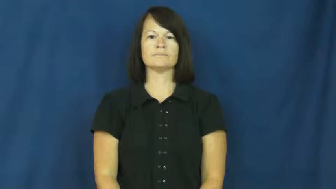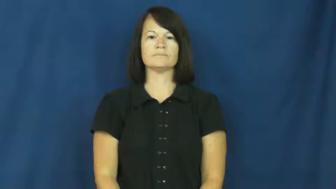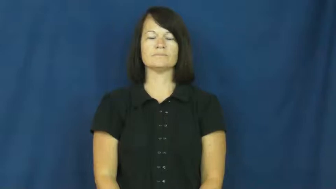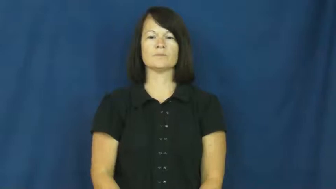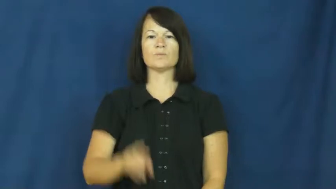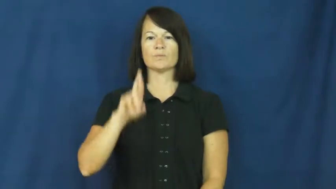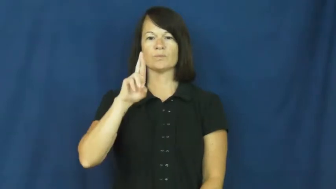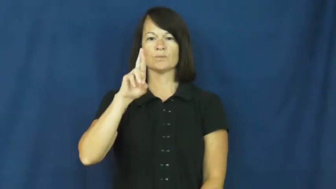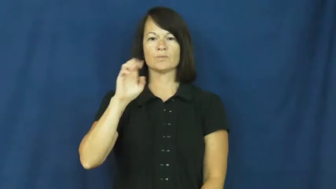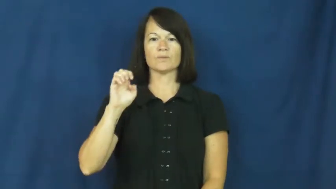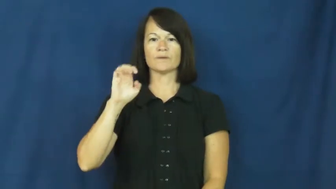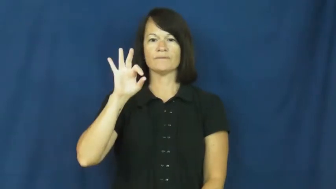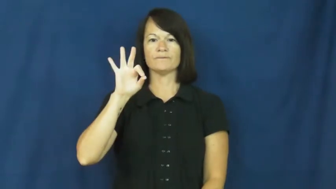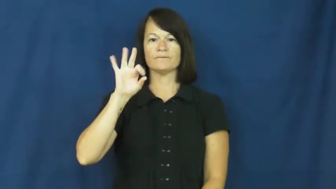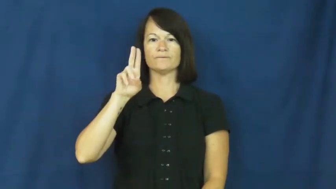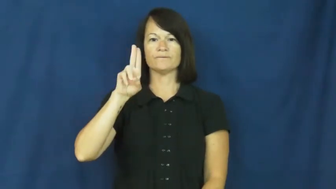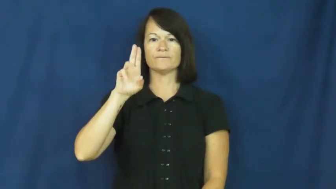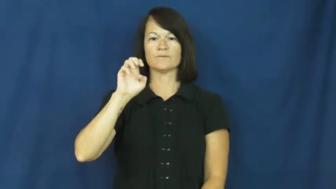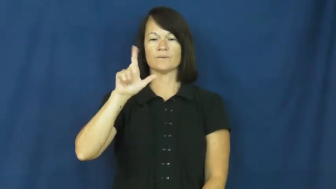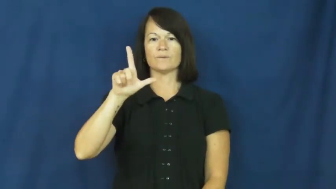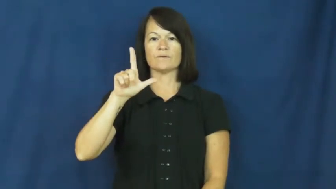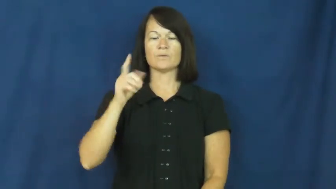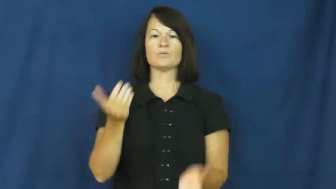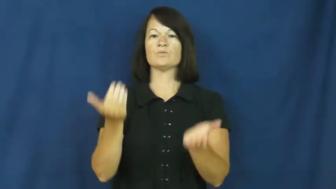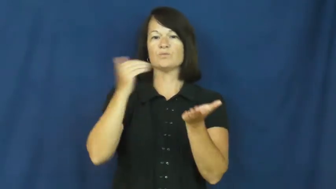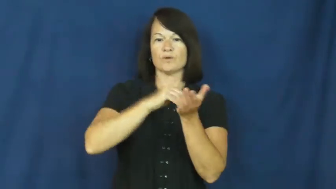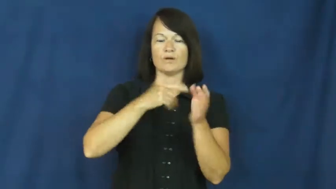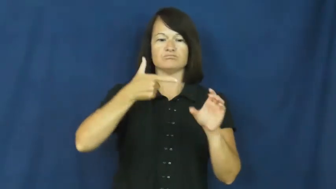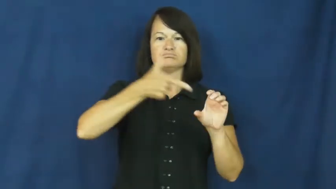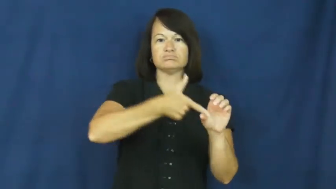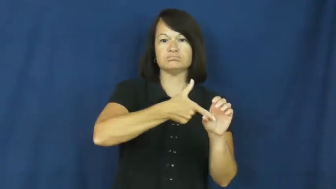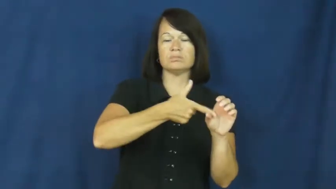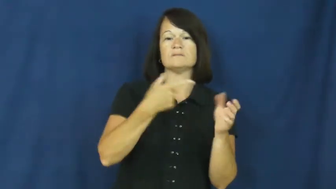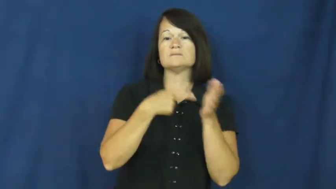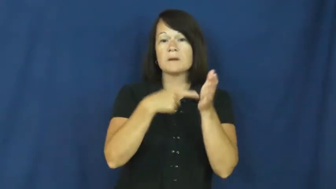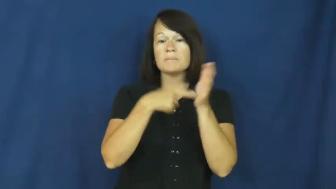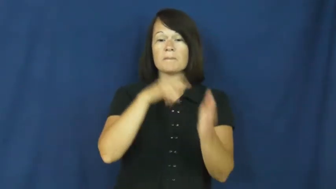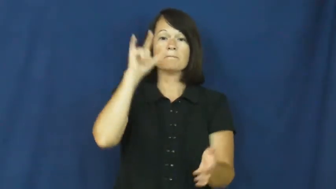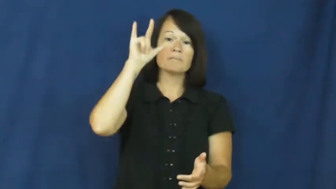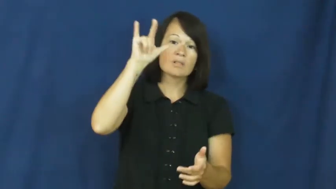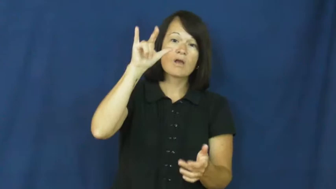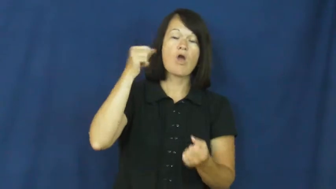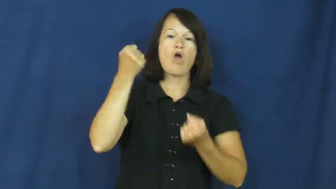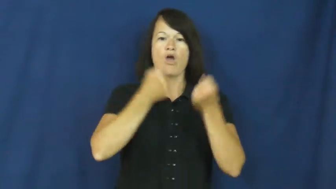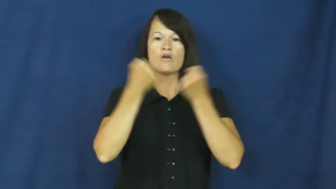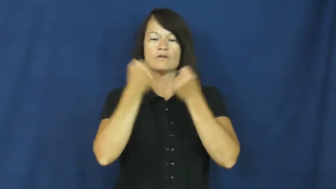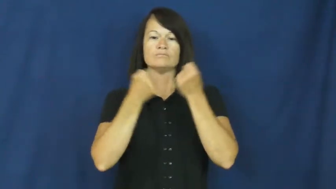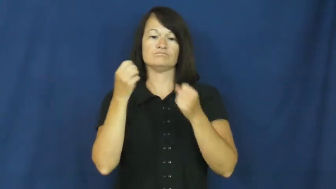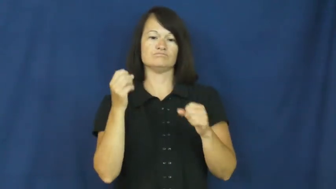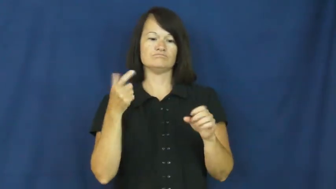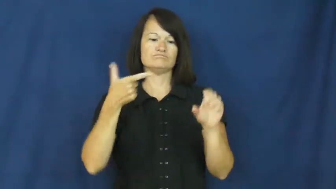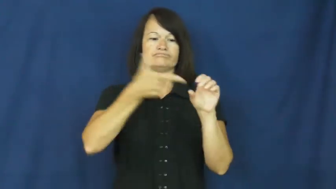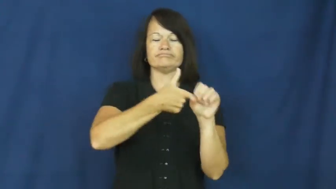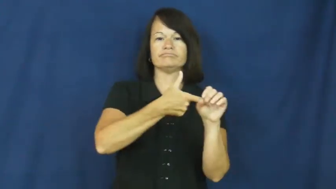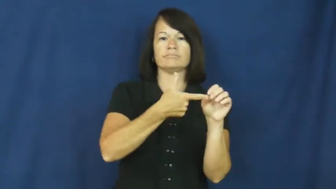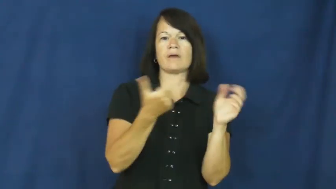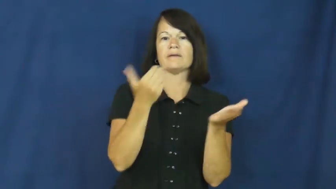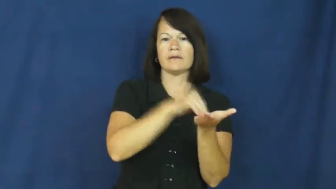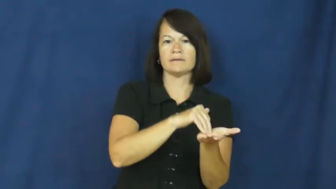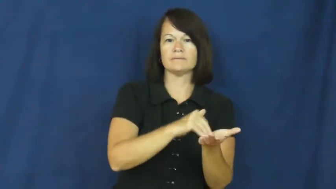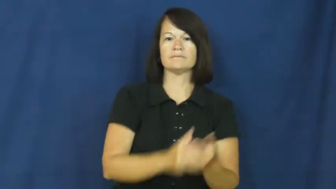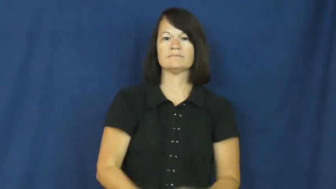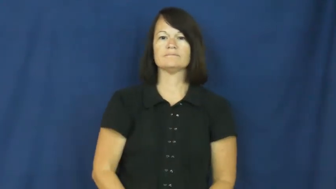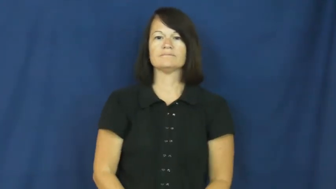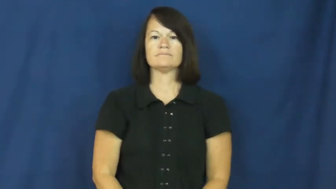refuel